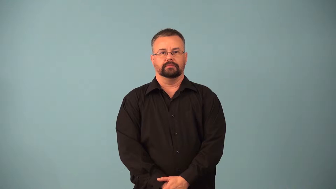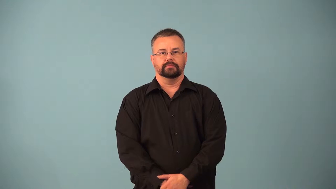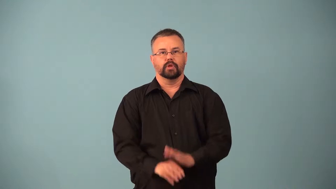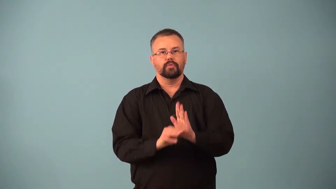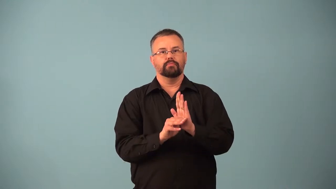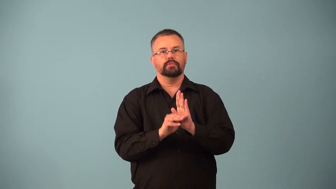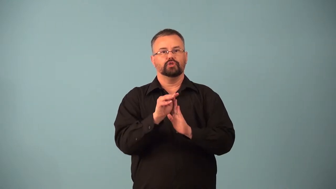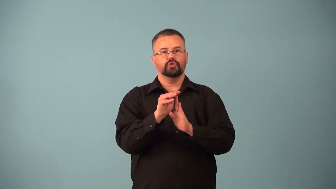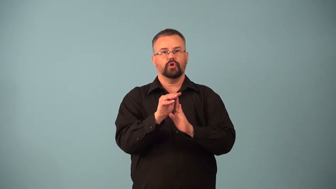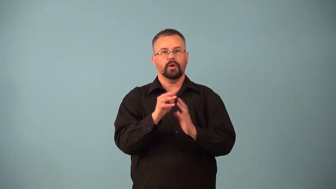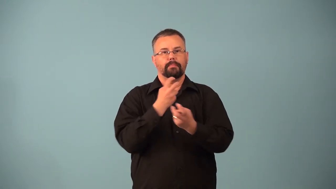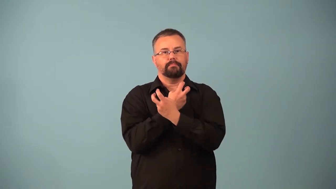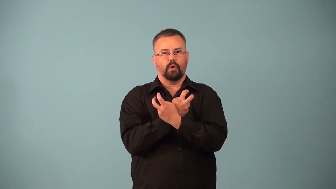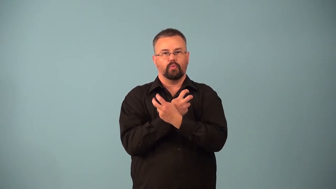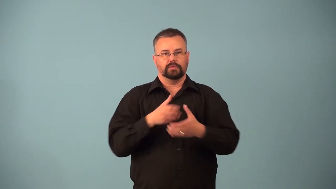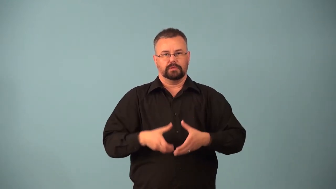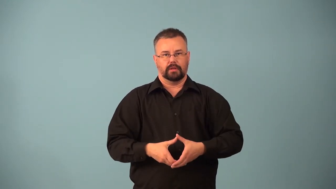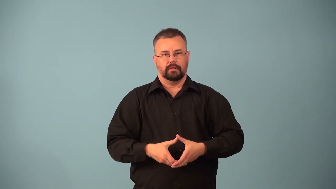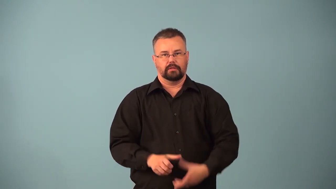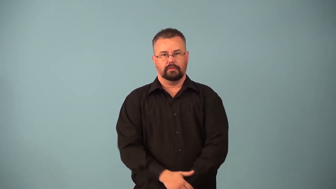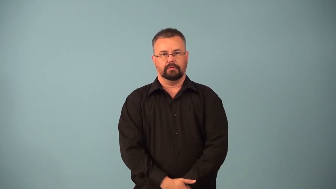osteocyte